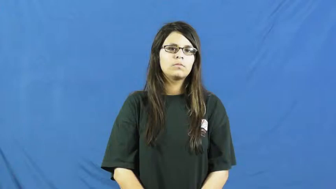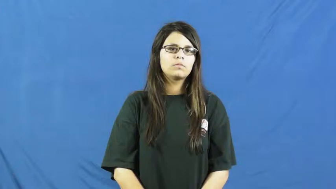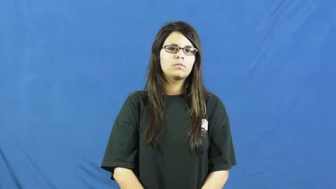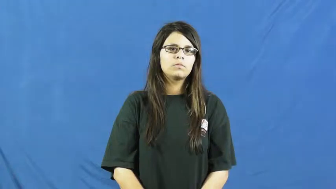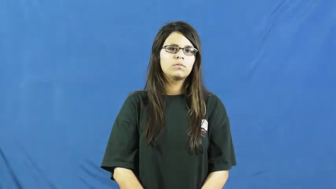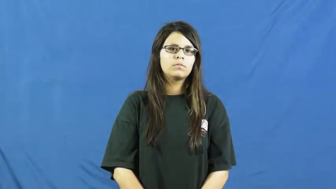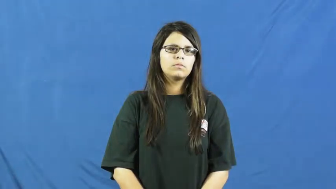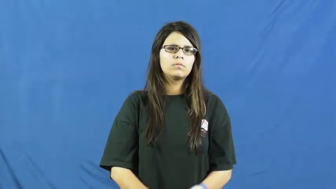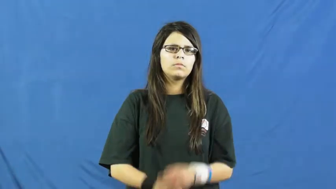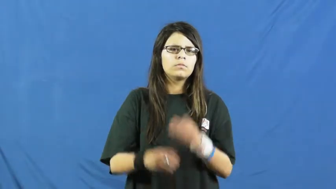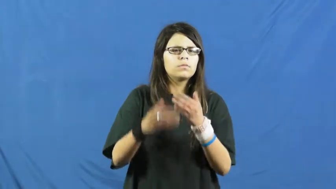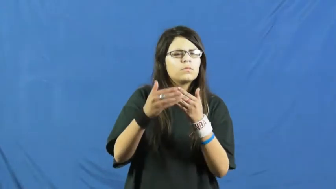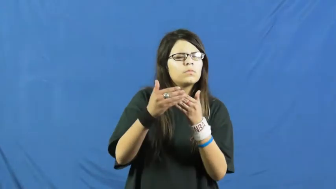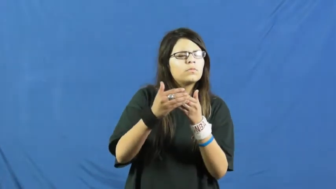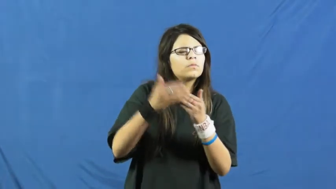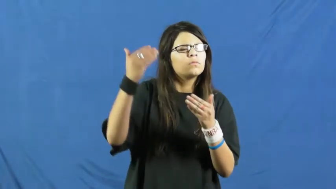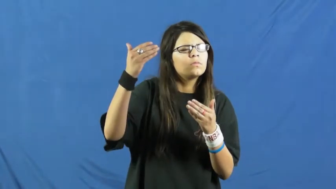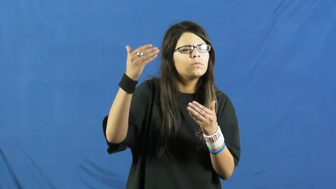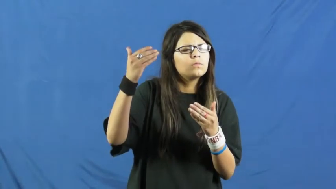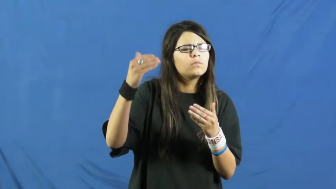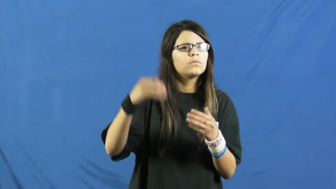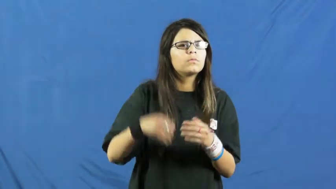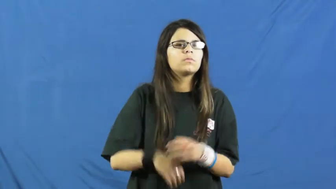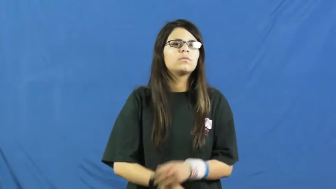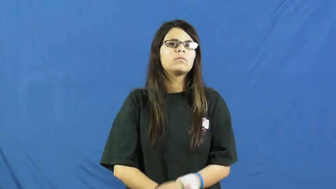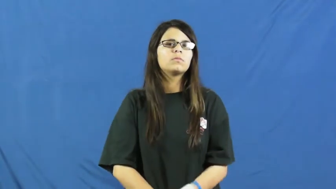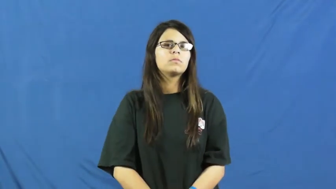nigh on